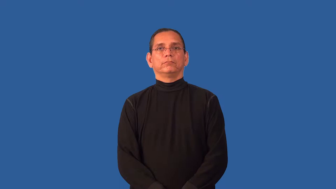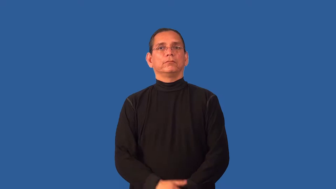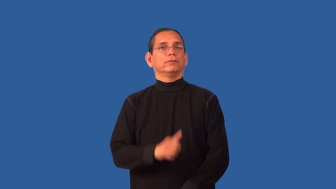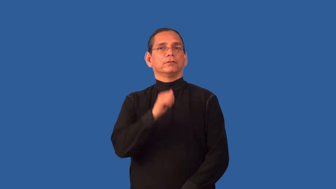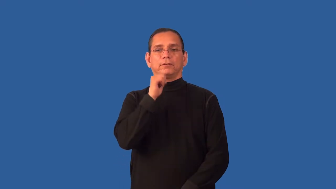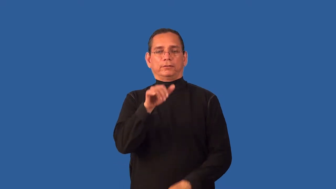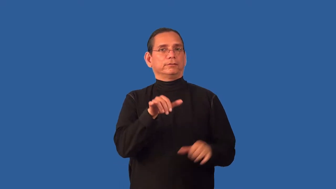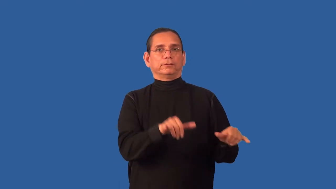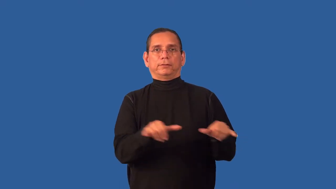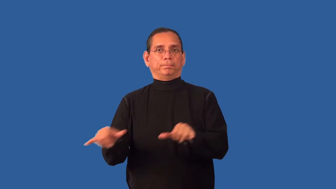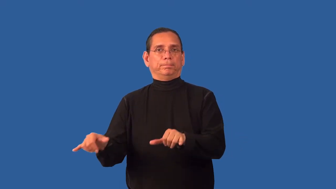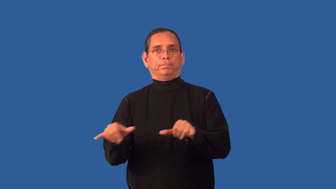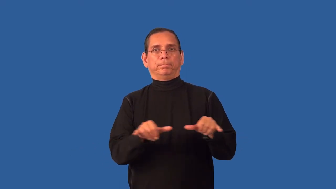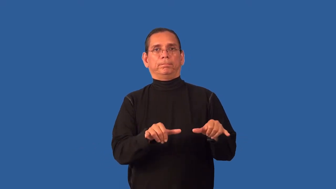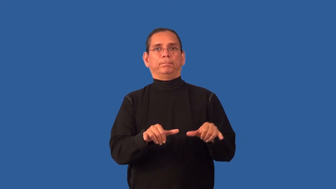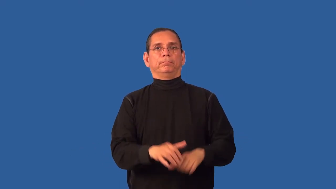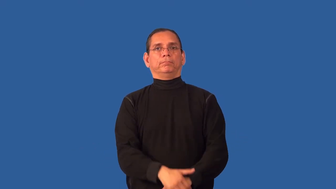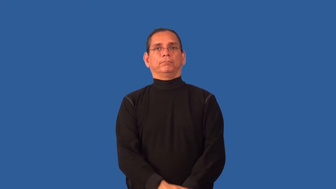unsymmetrical